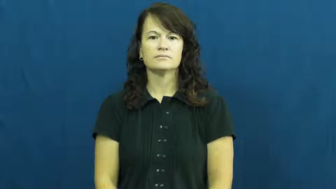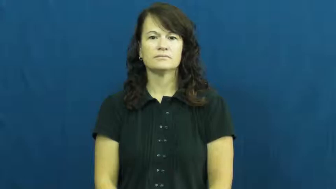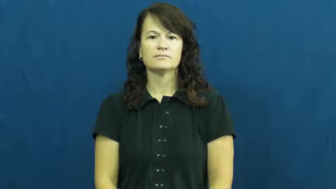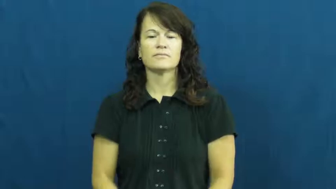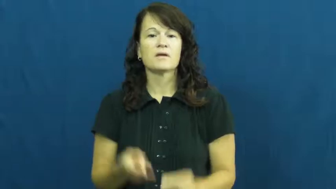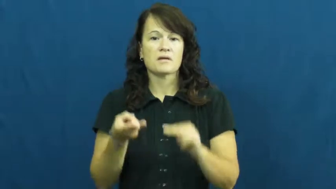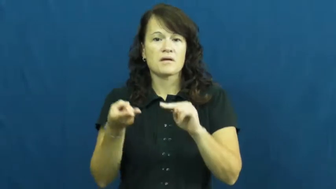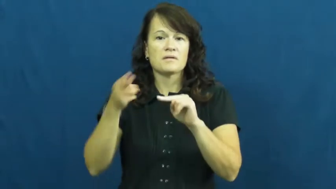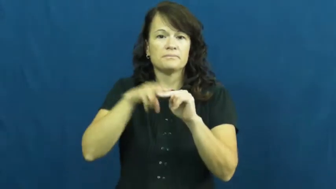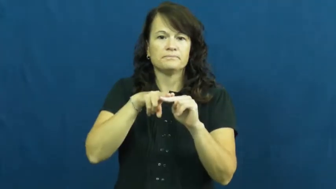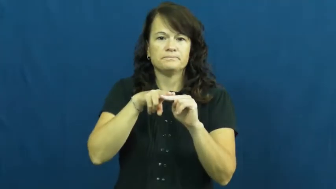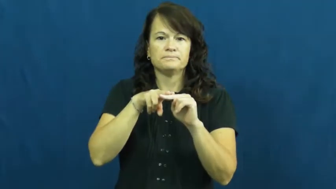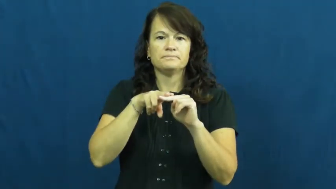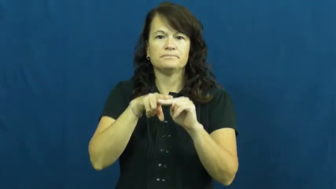rise,compound,up-increase